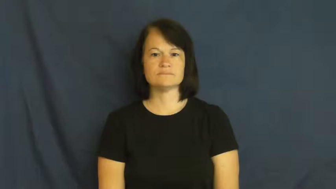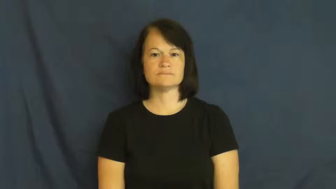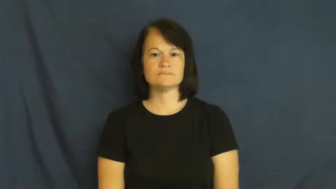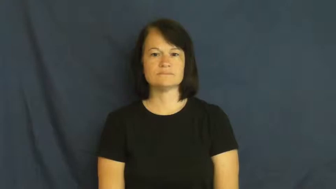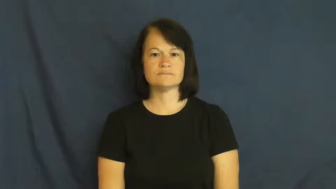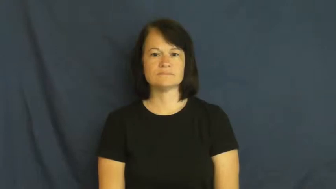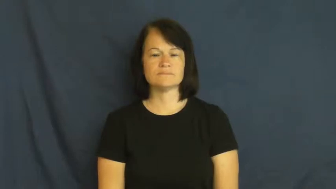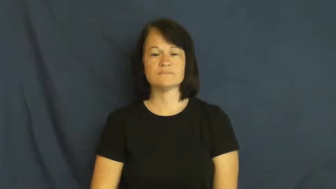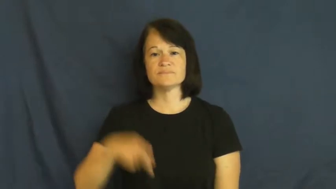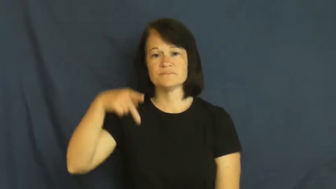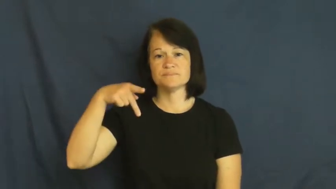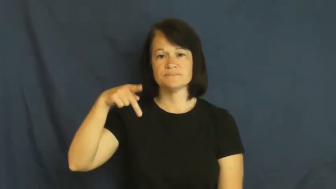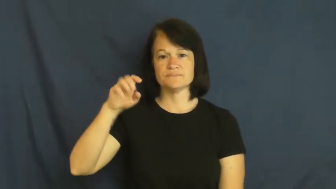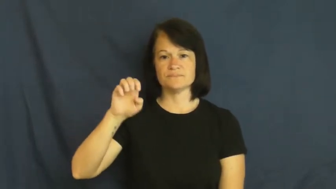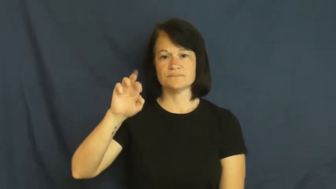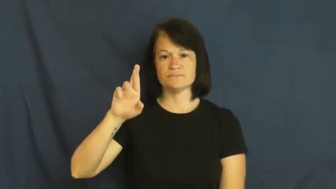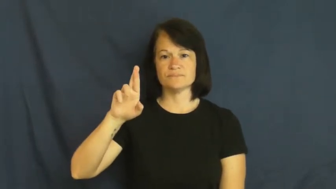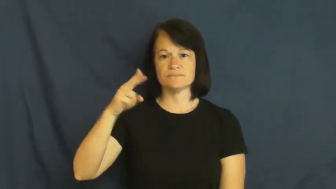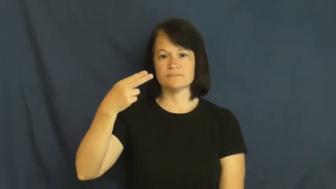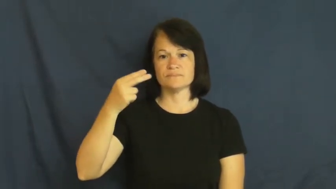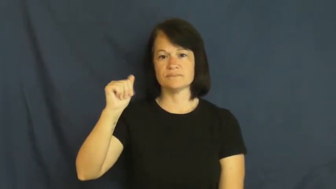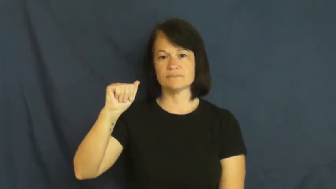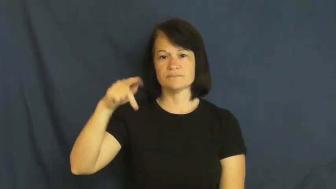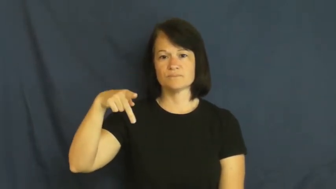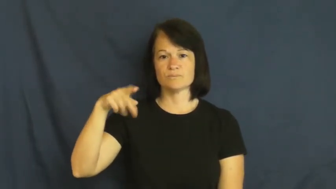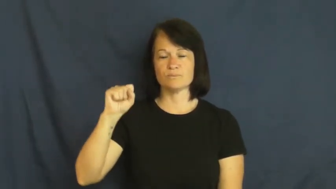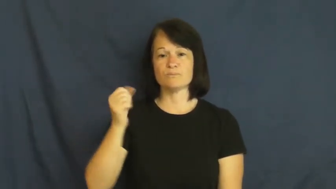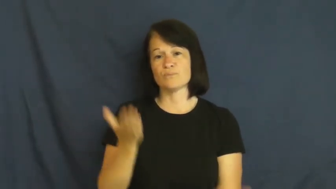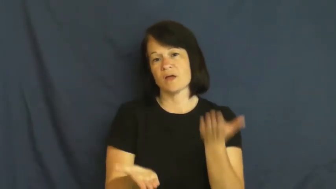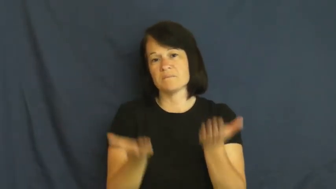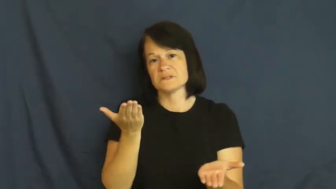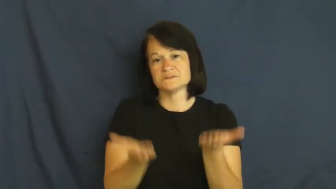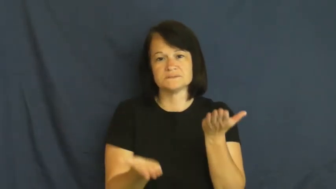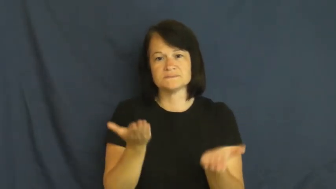perhaps